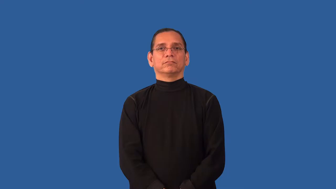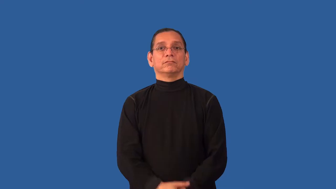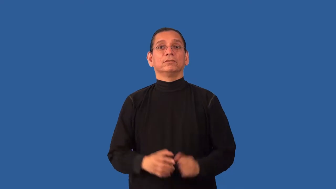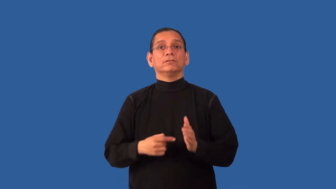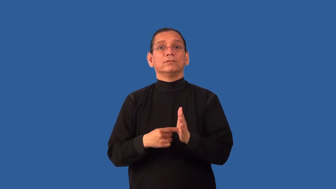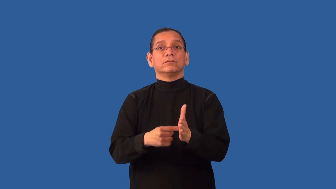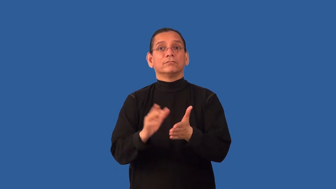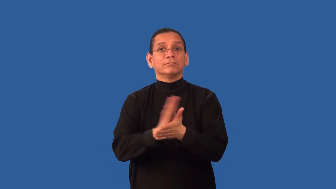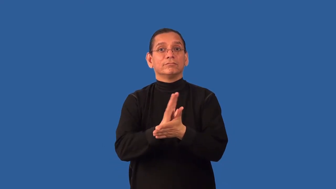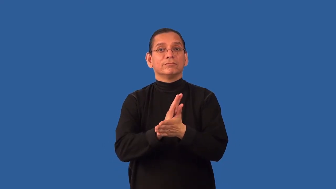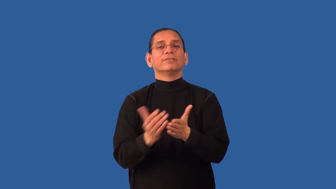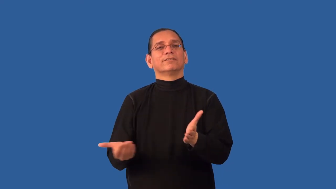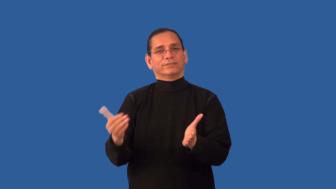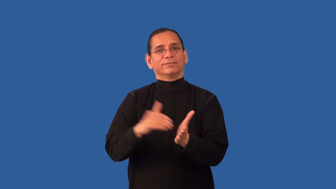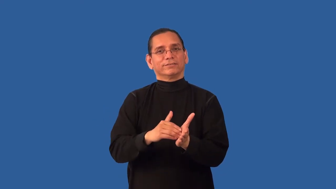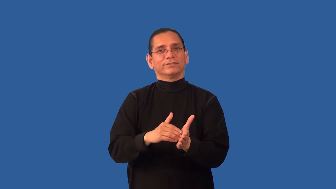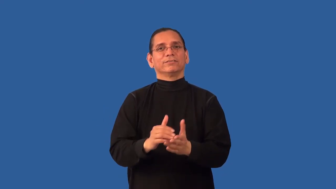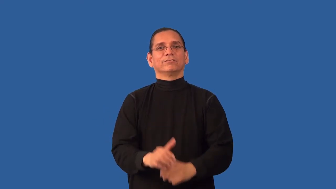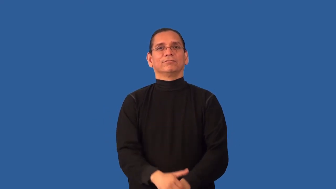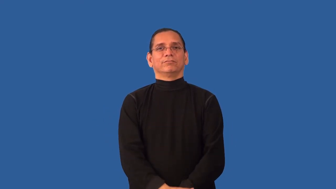rerun-movie